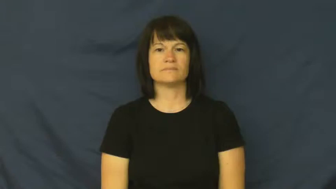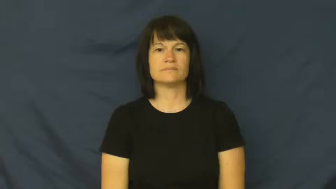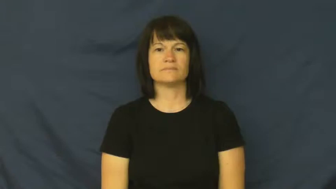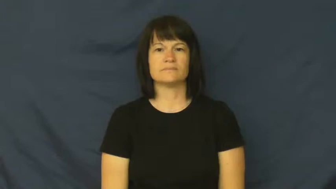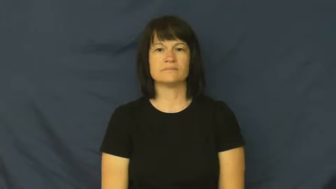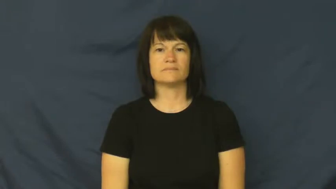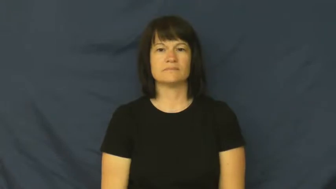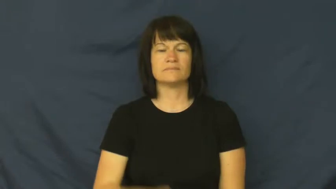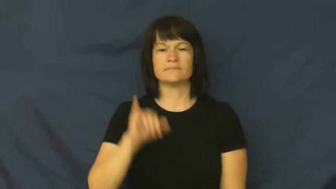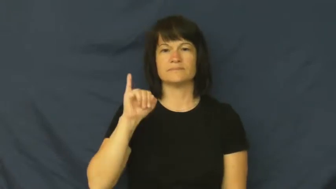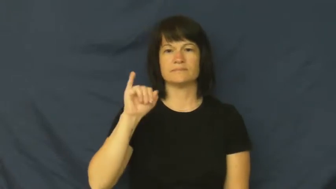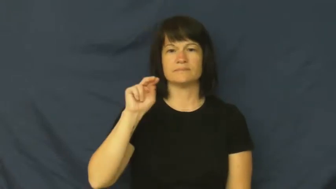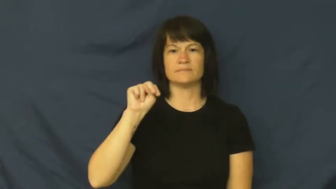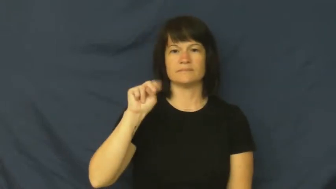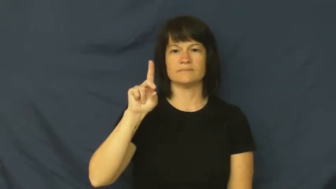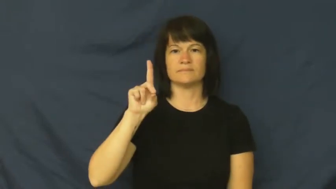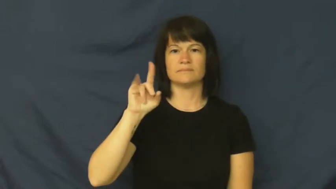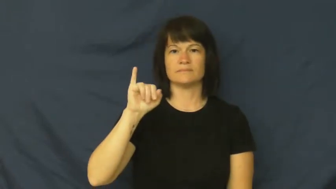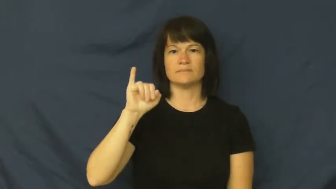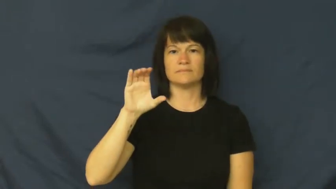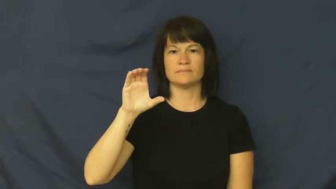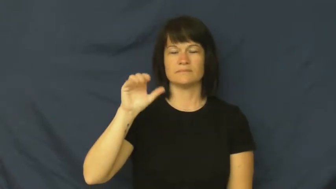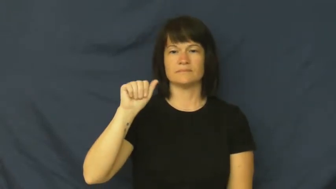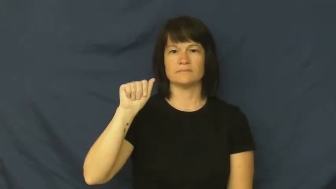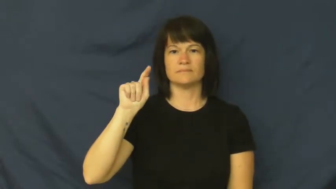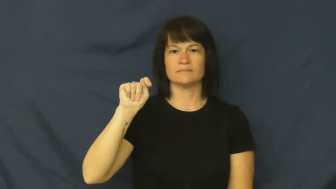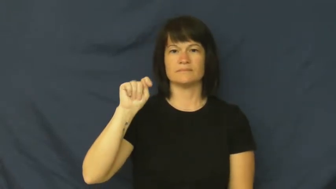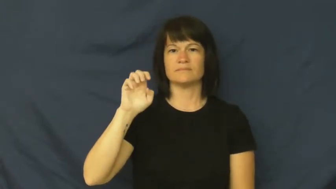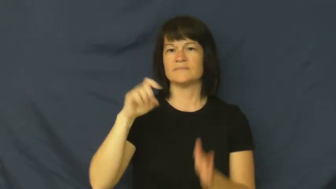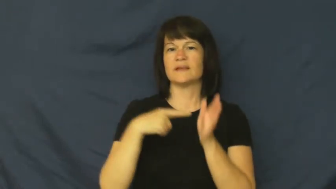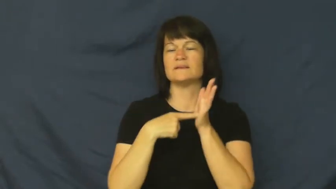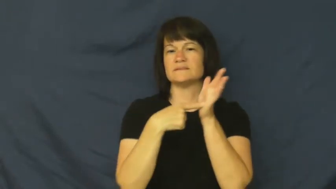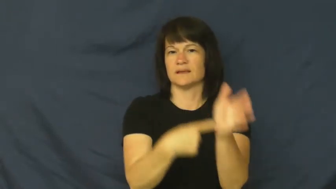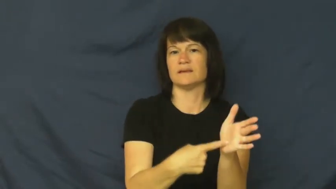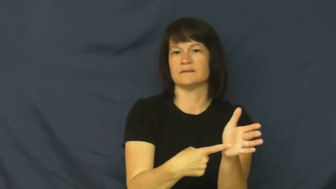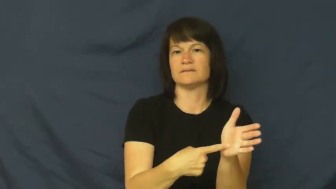indicate